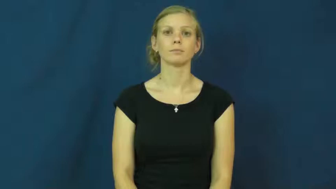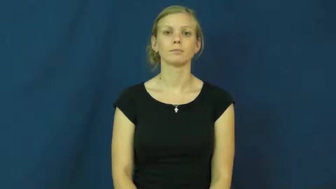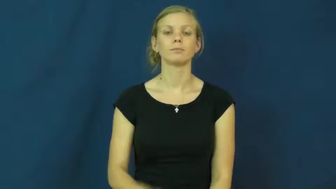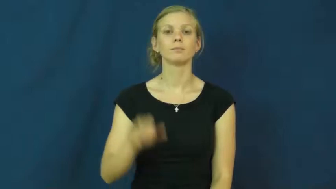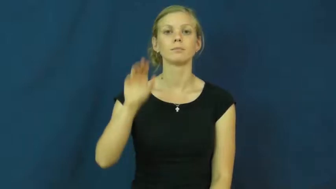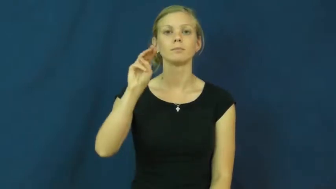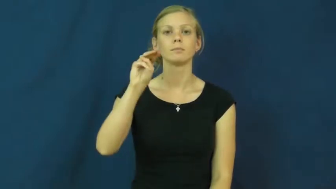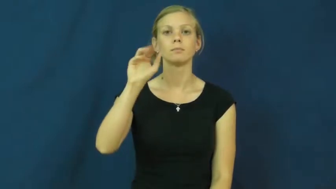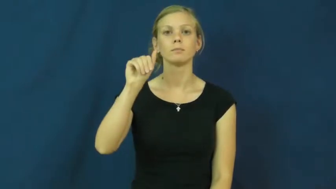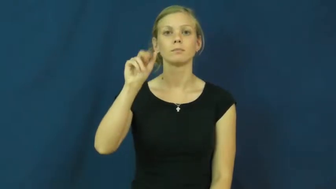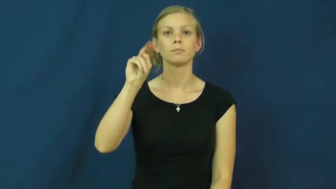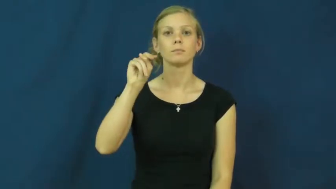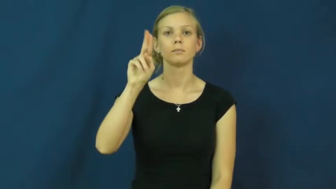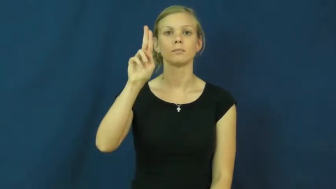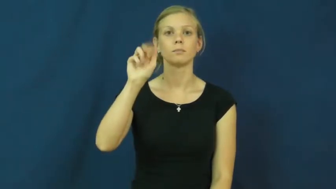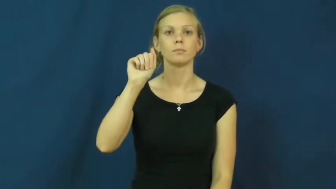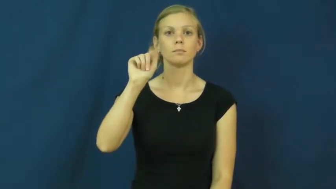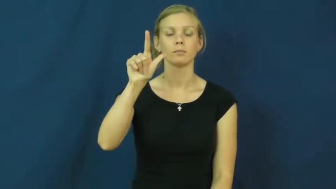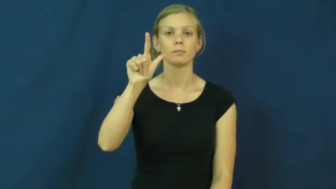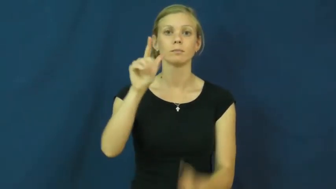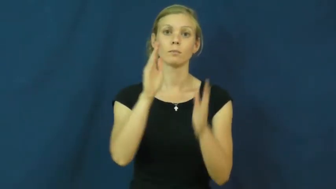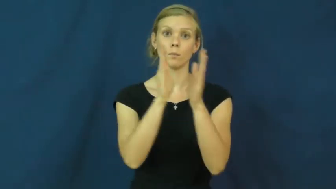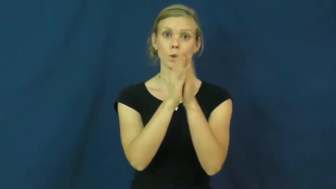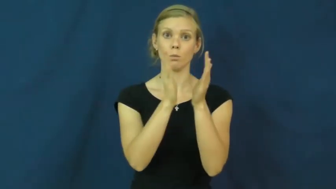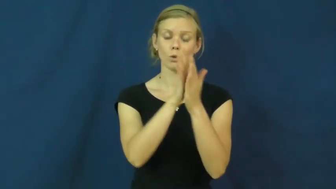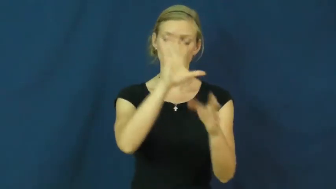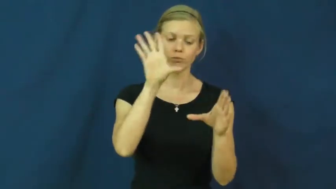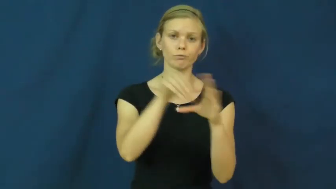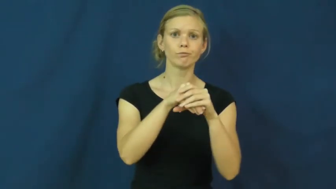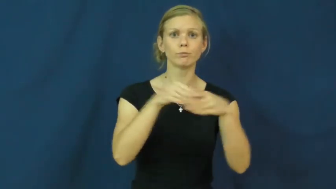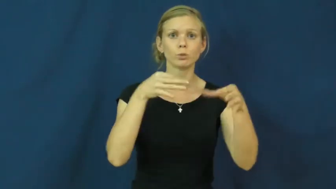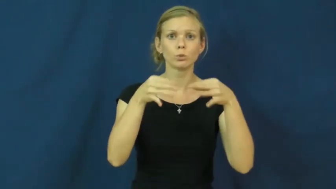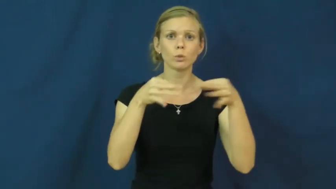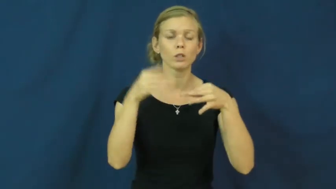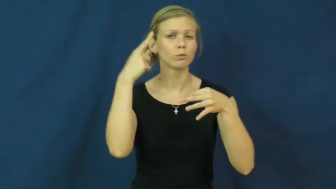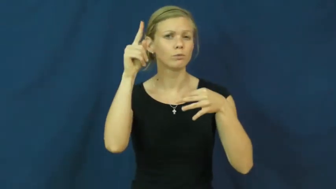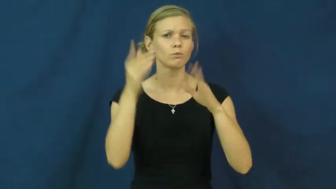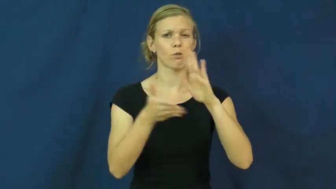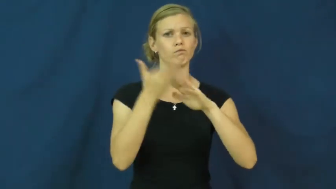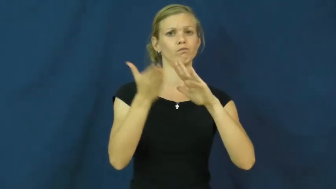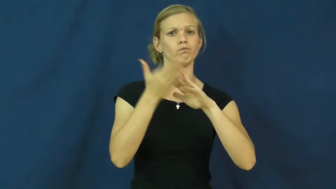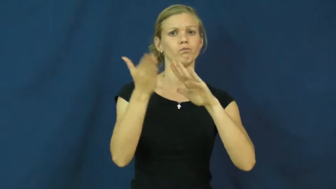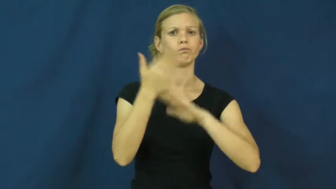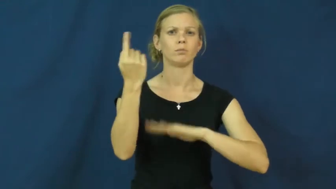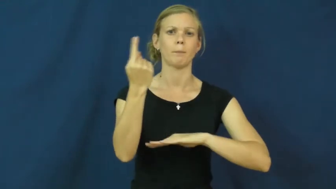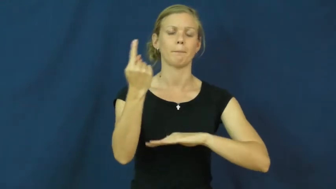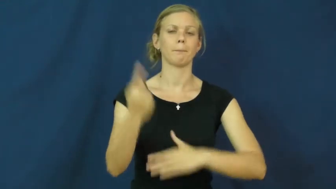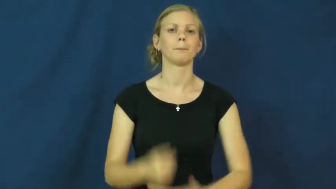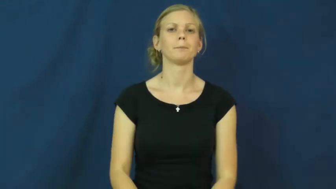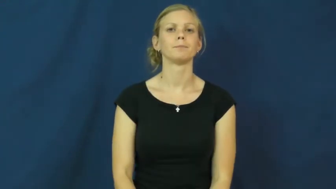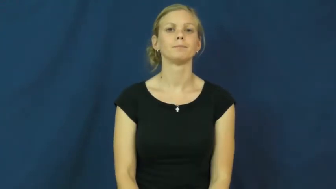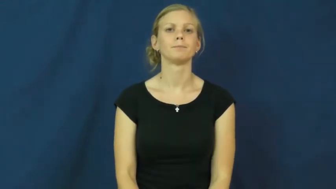manual-book